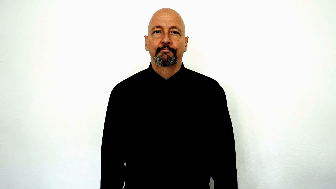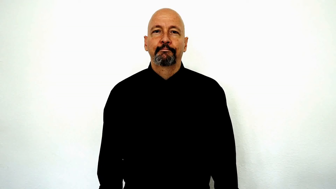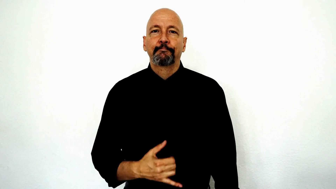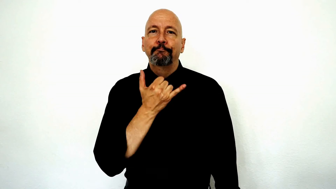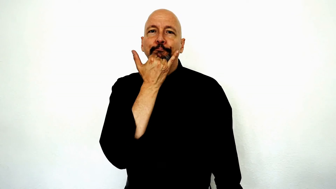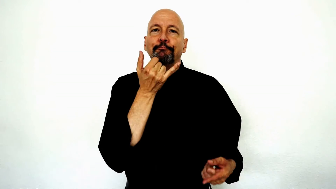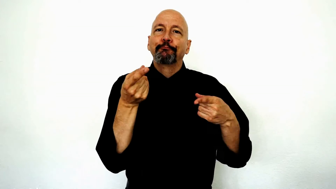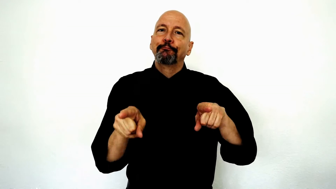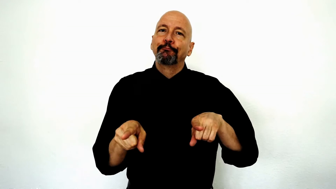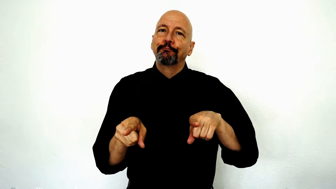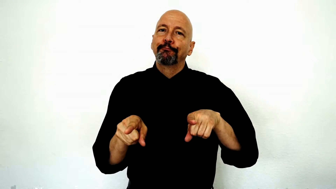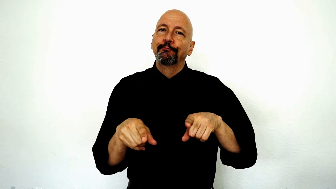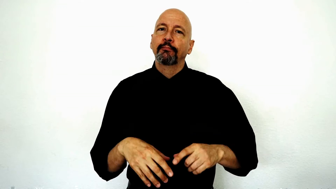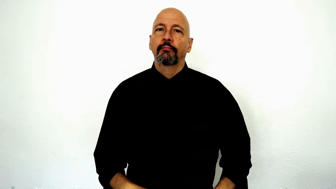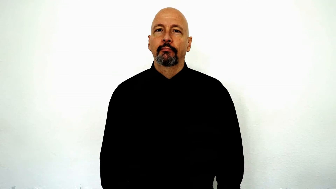accident, wrong happen